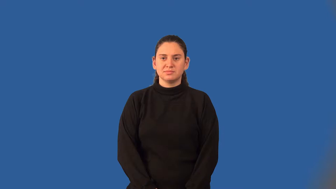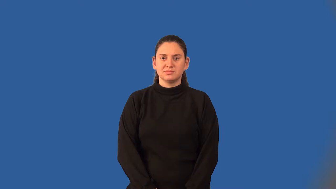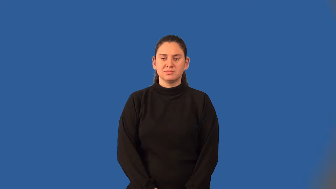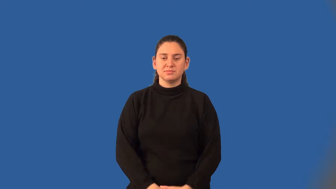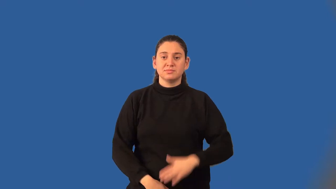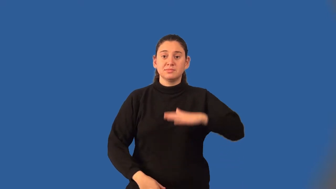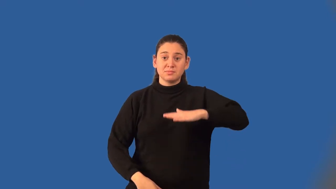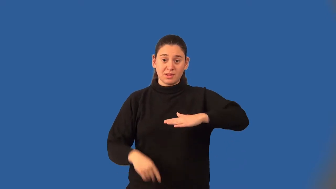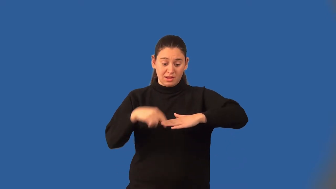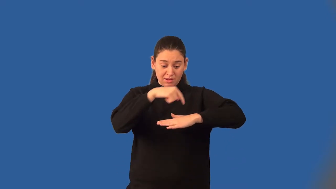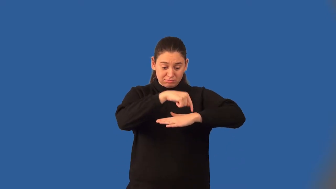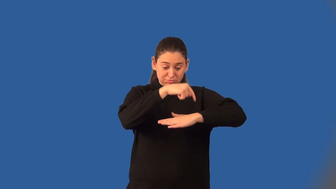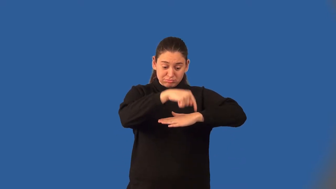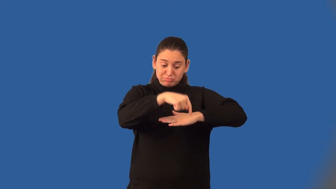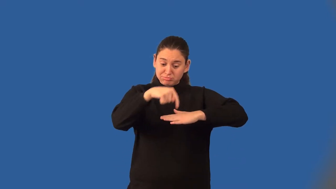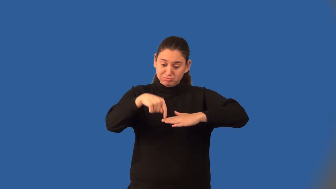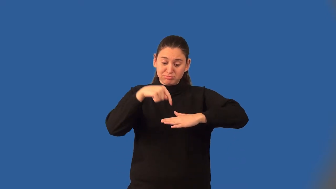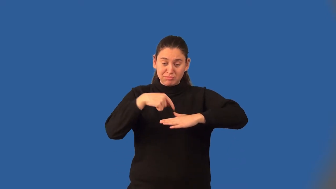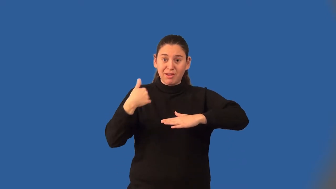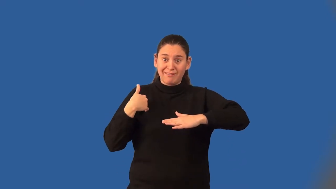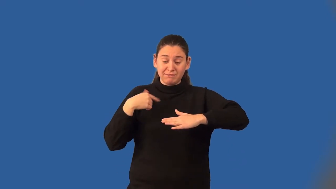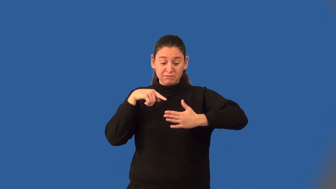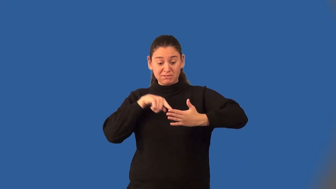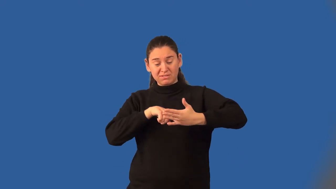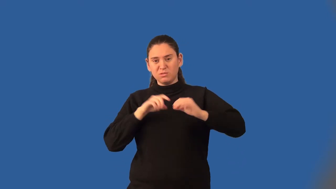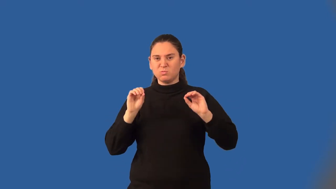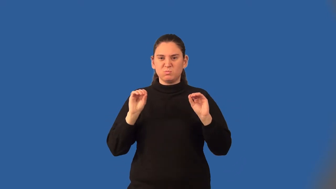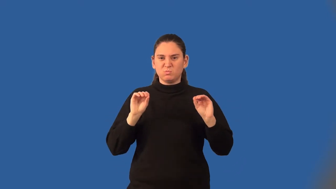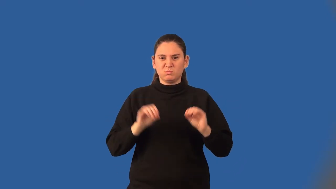half-plane